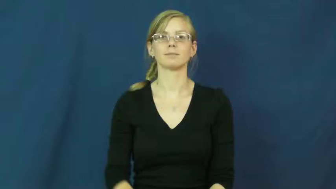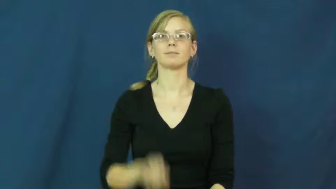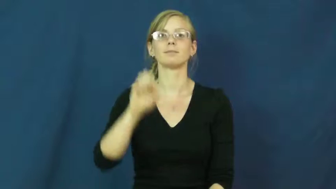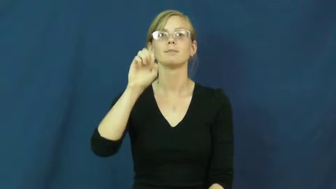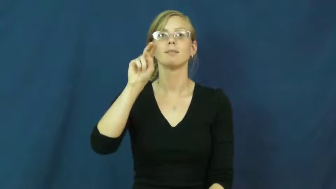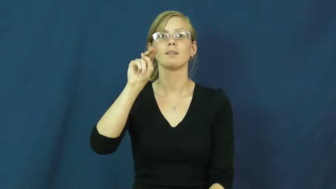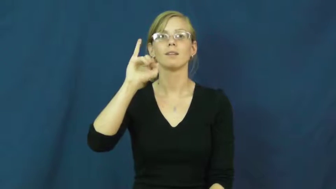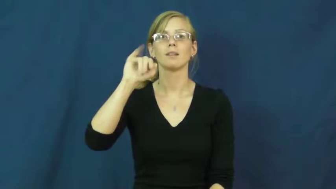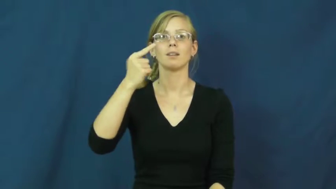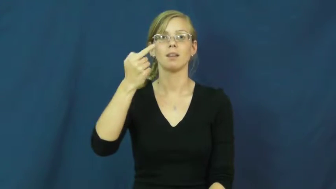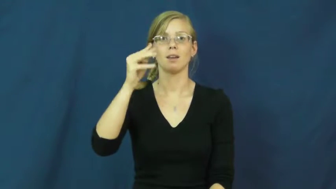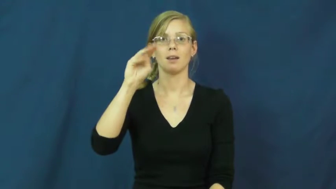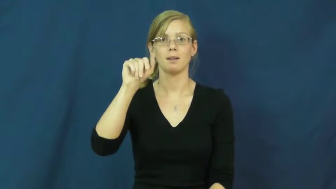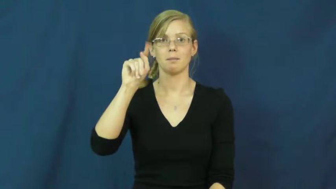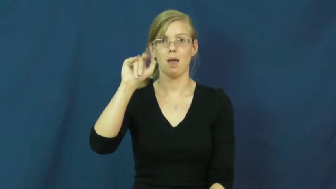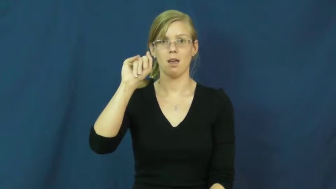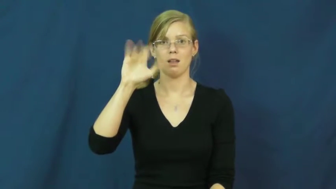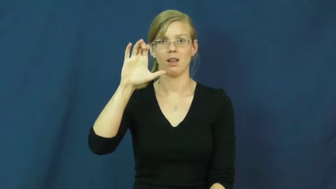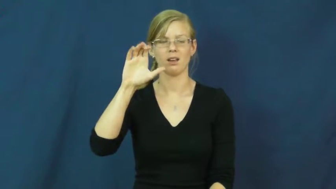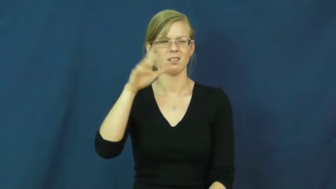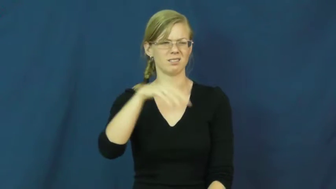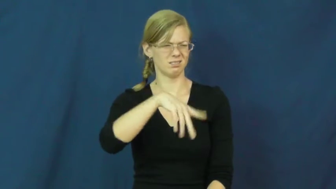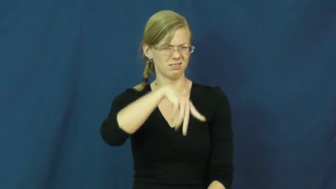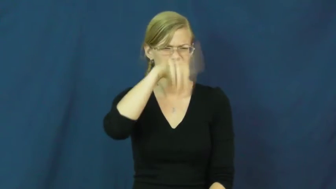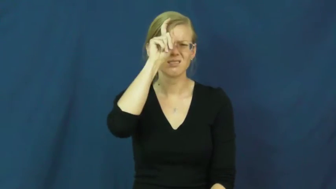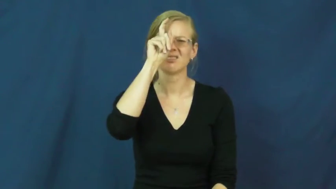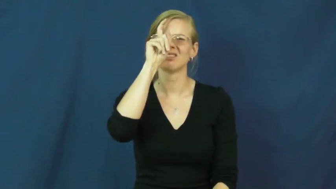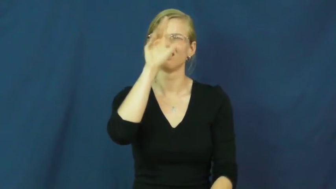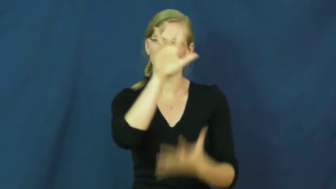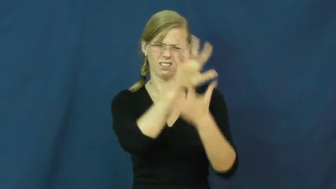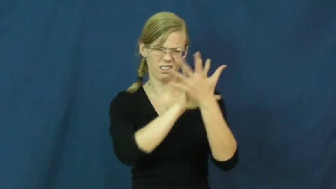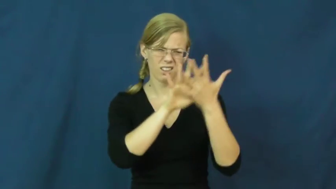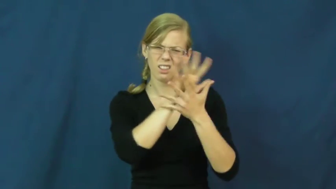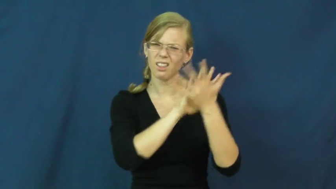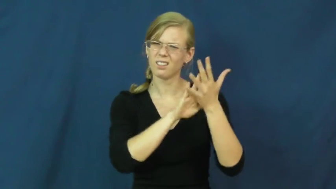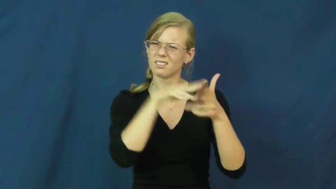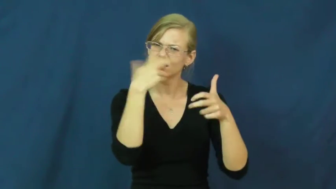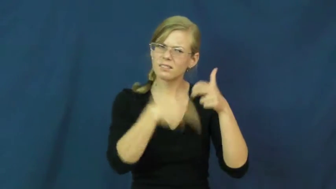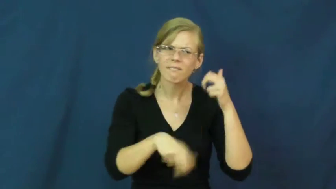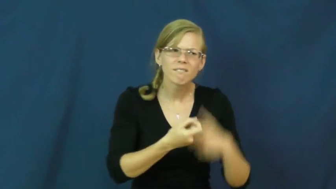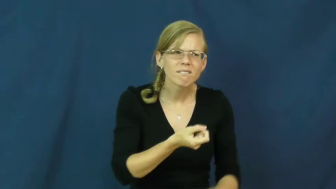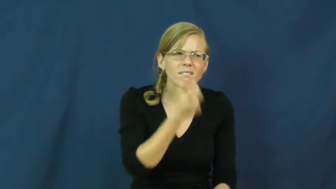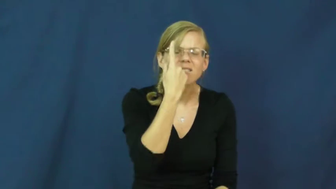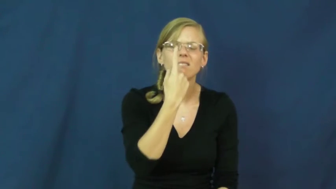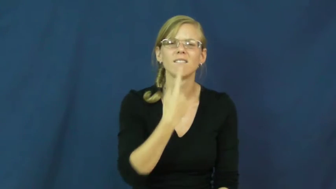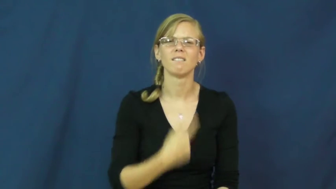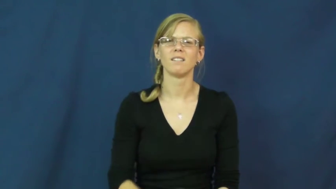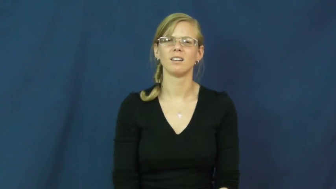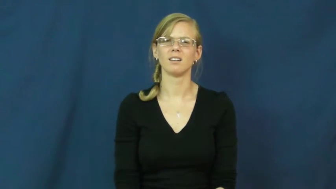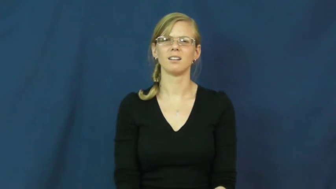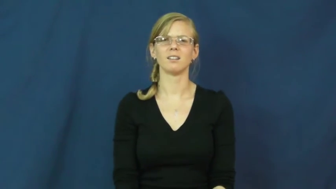enigmatic